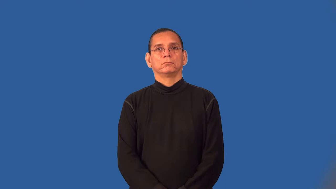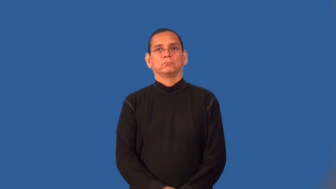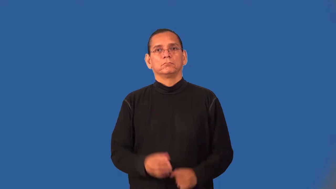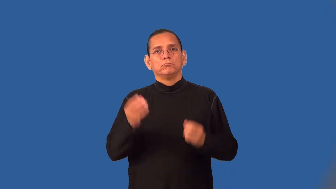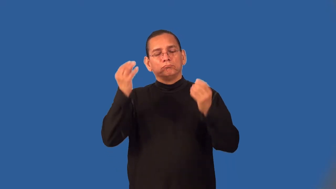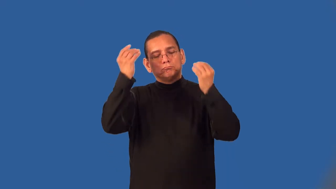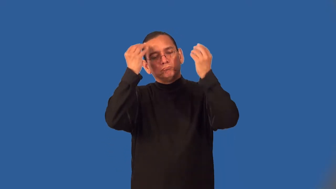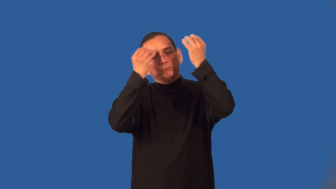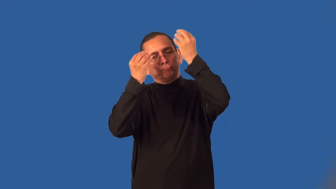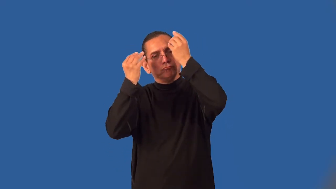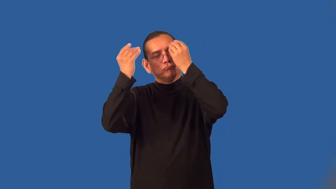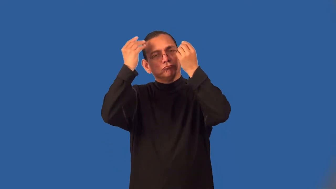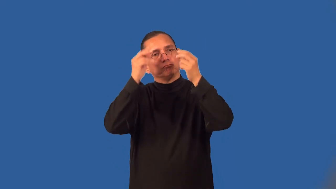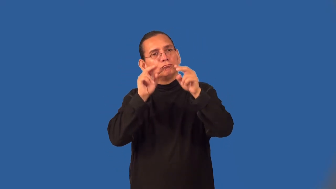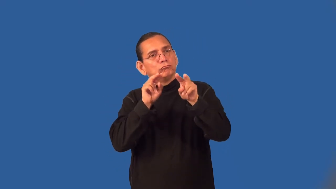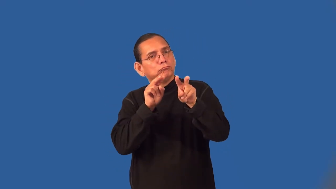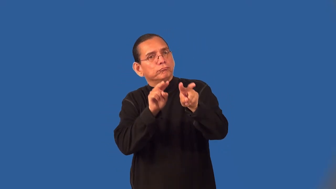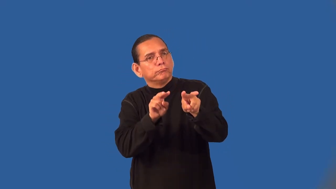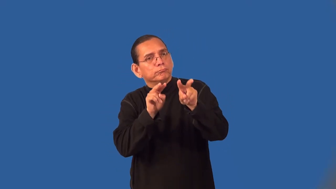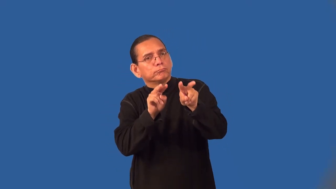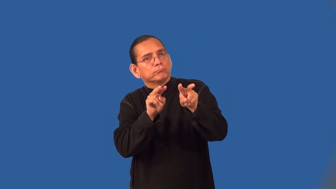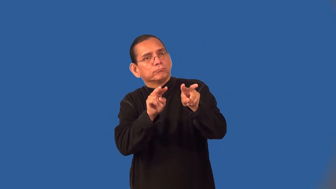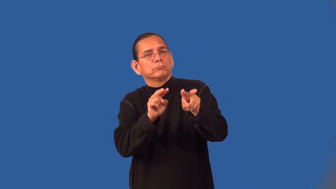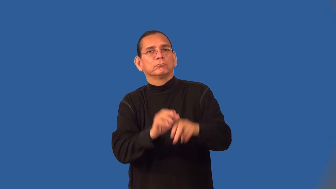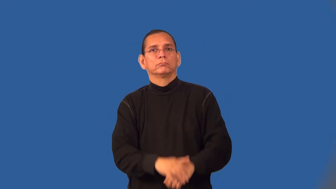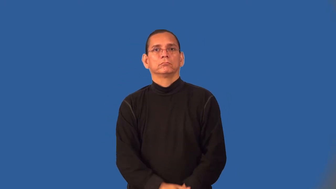vigil